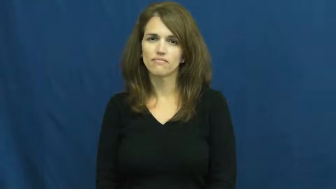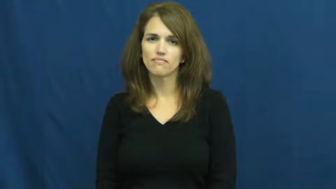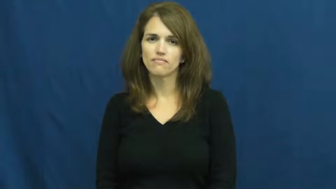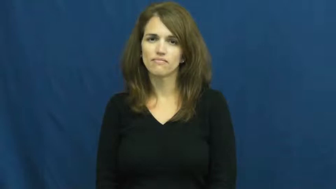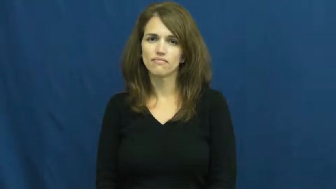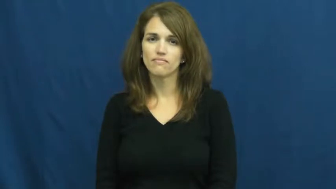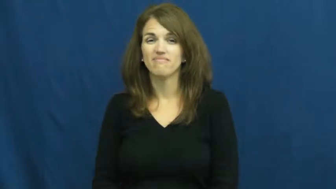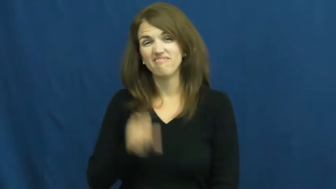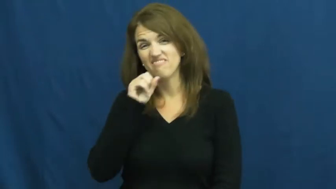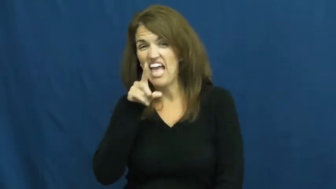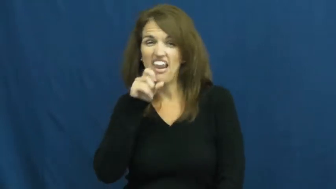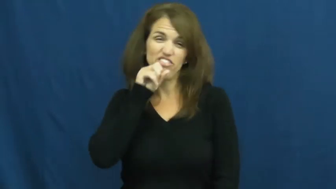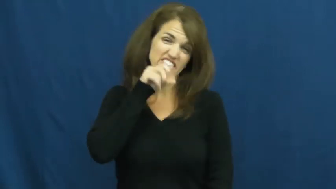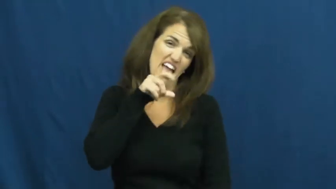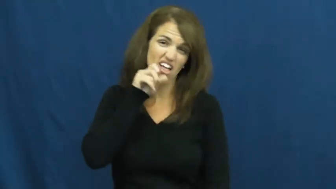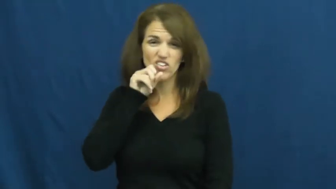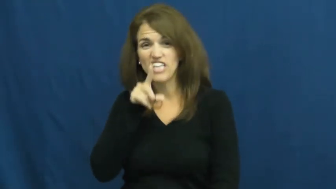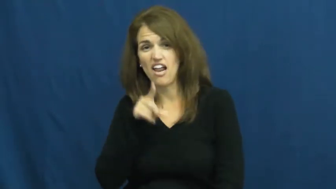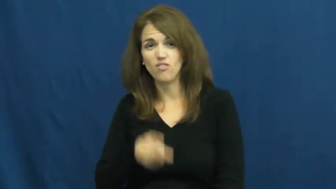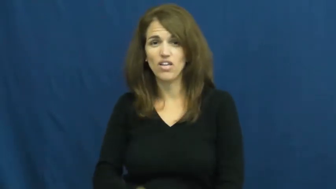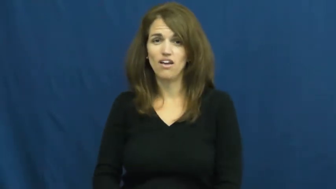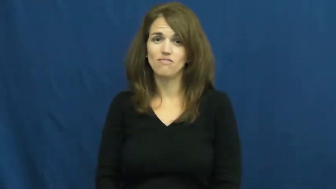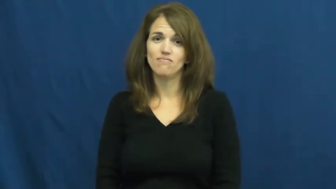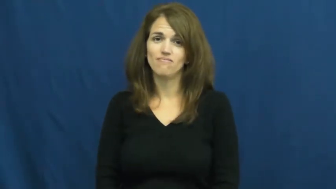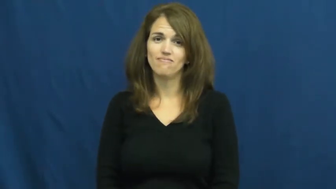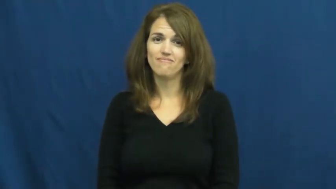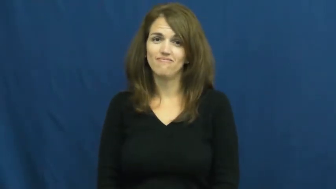rat on,rat out,fink on